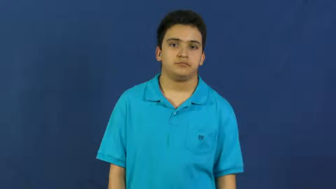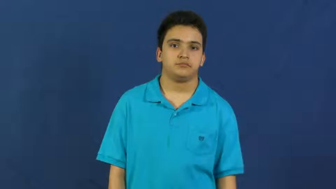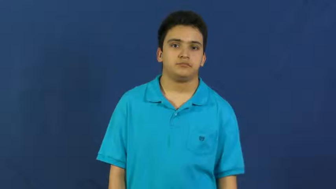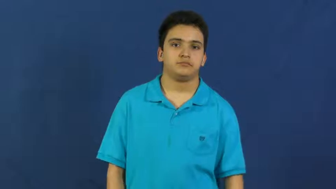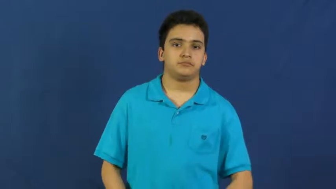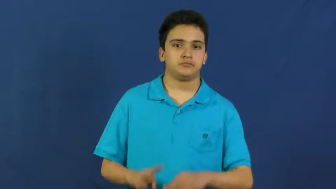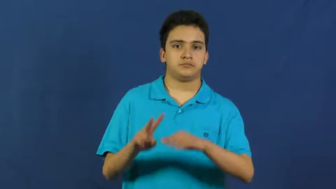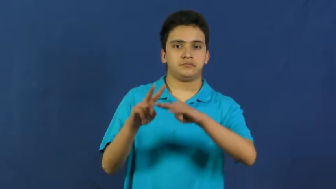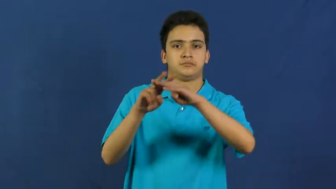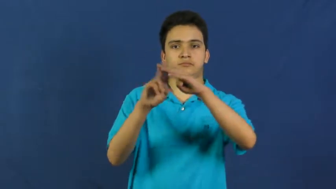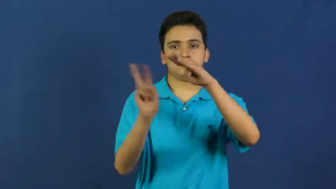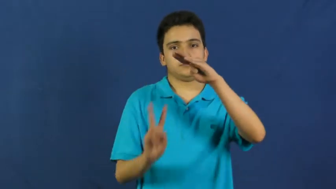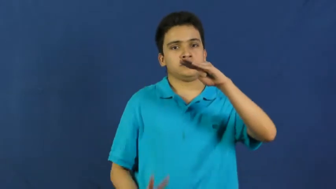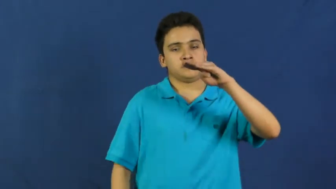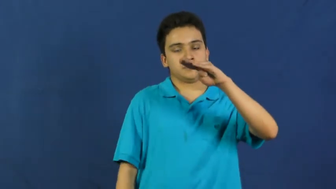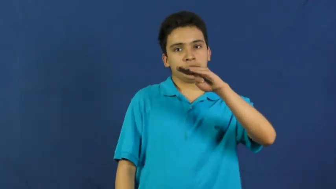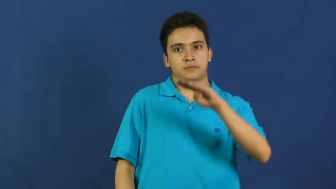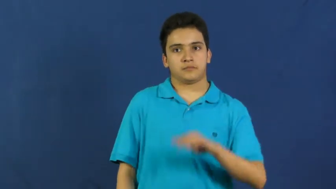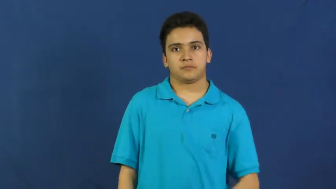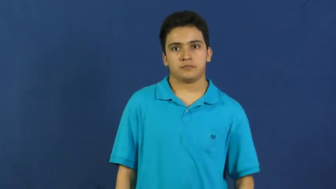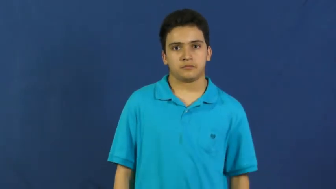drown-water